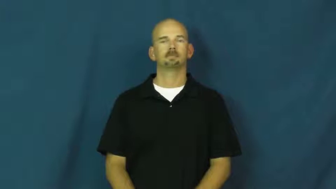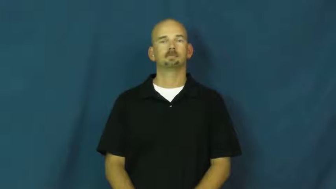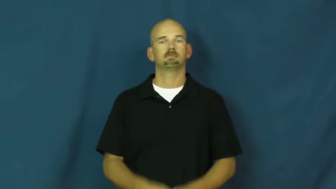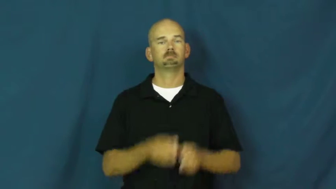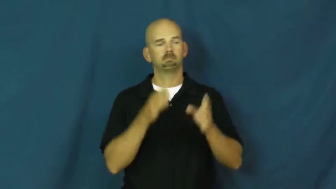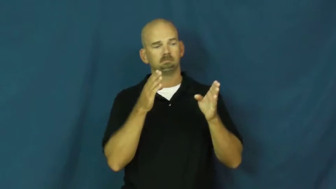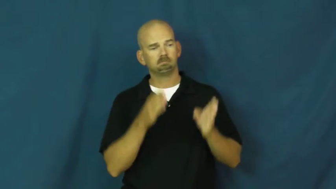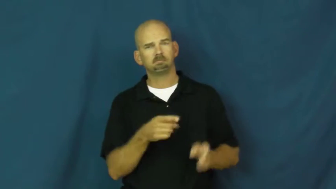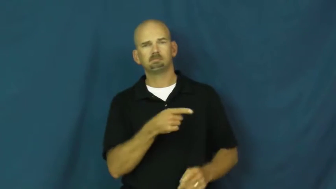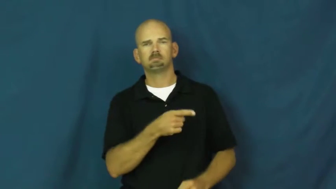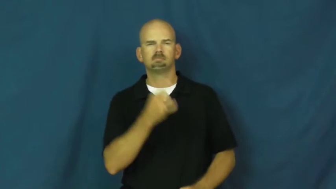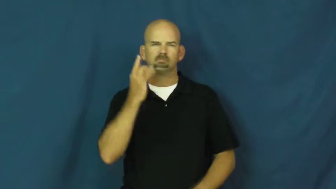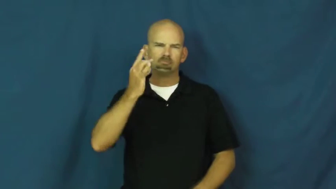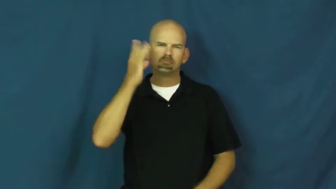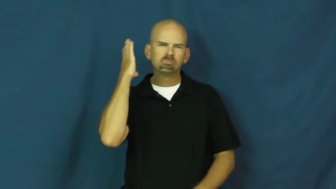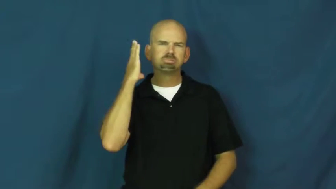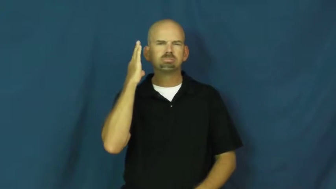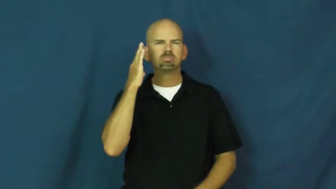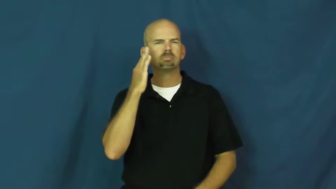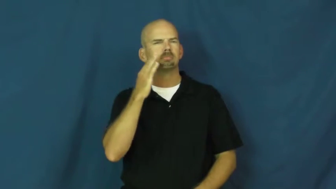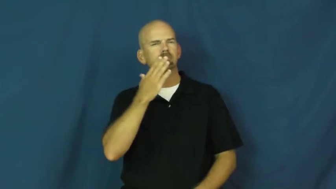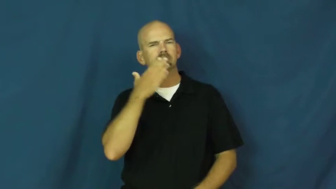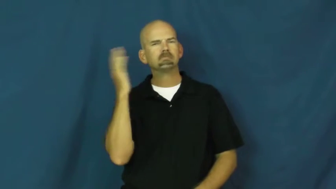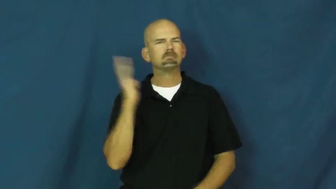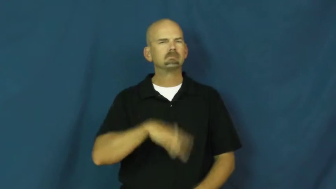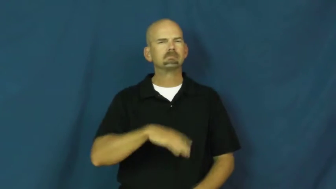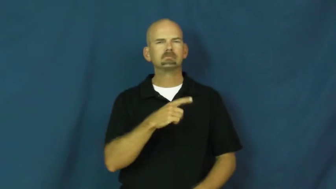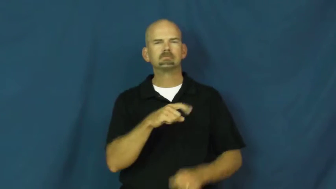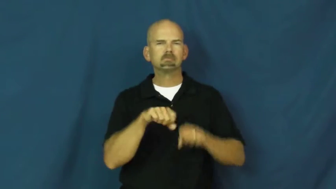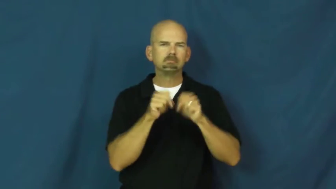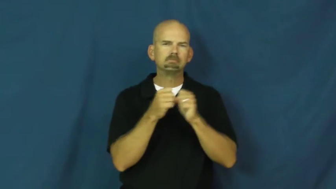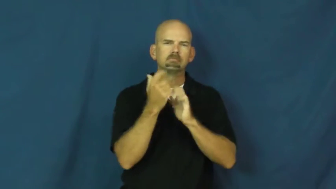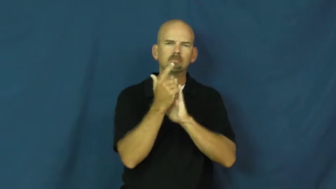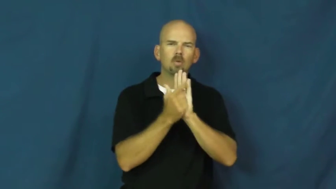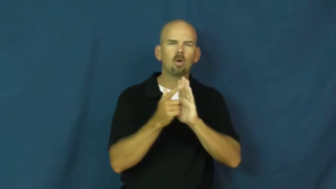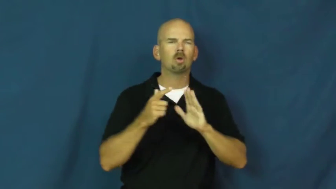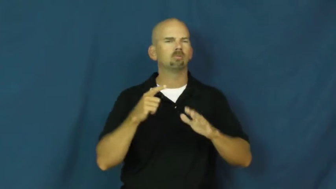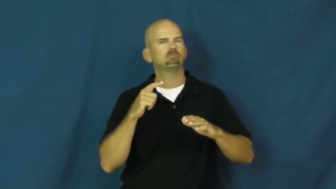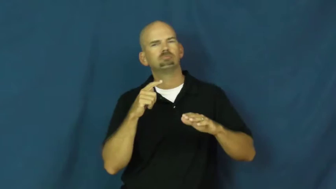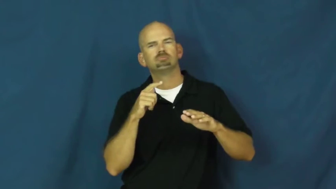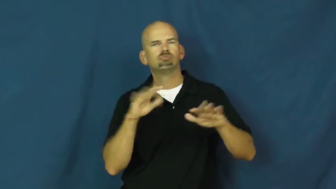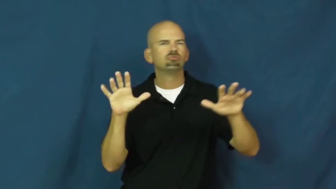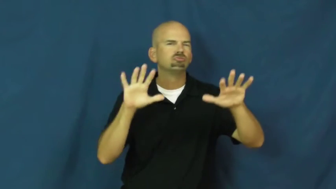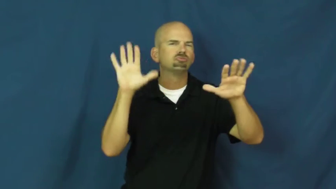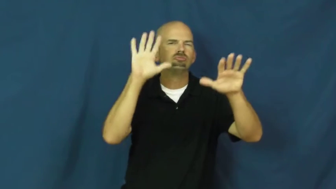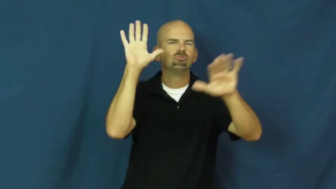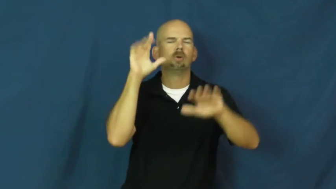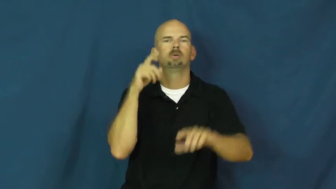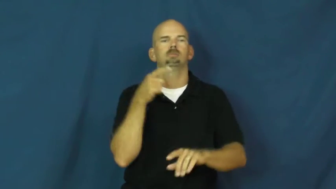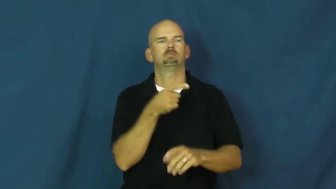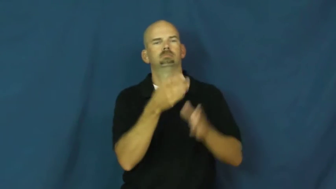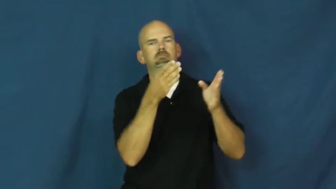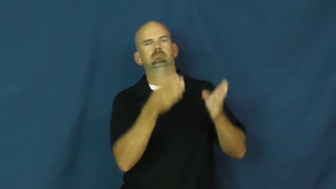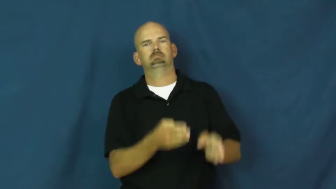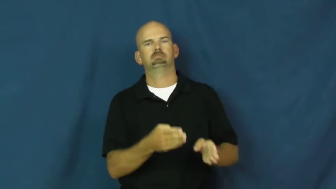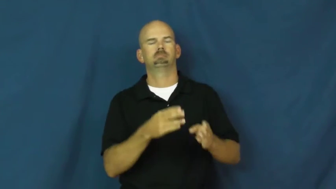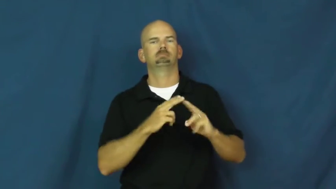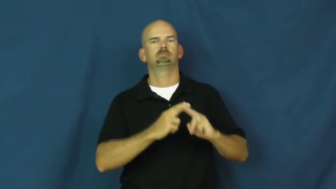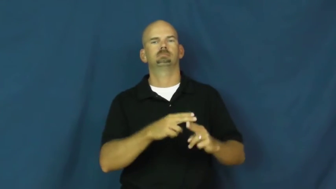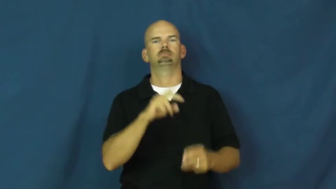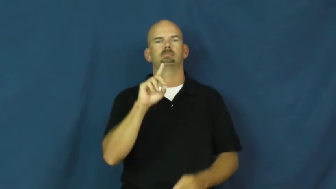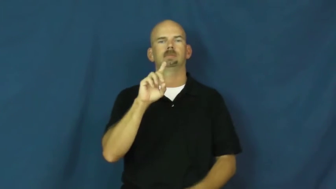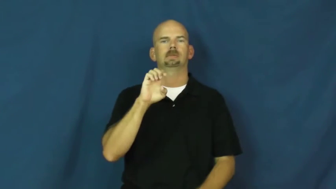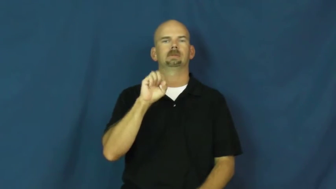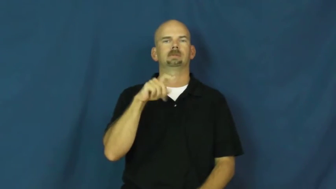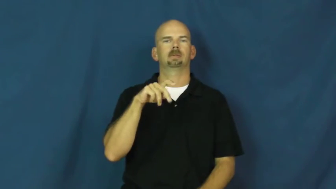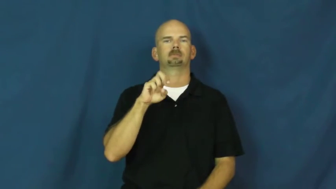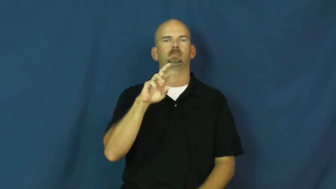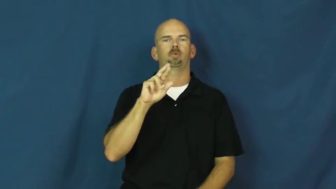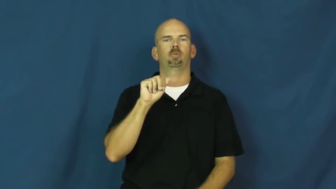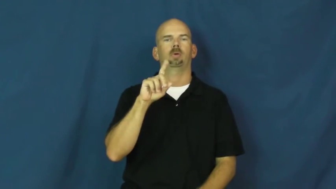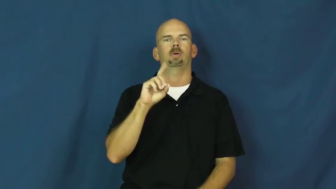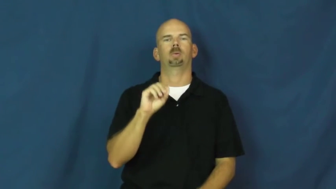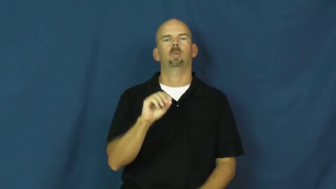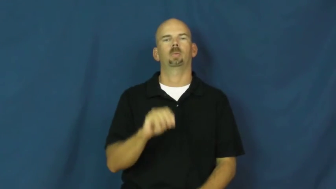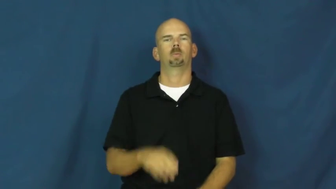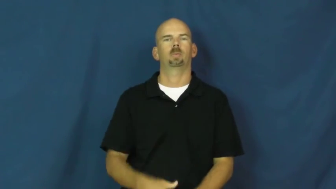desperado